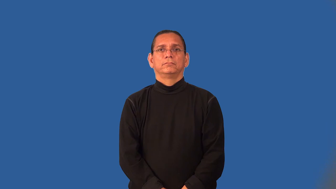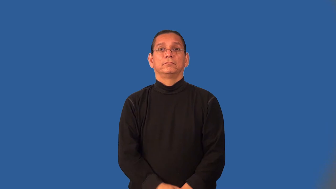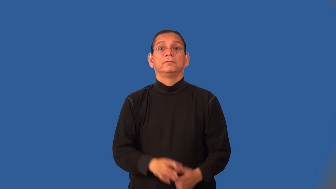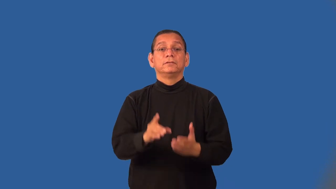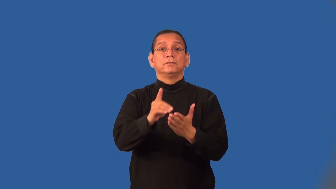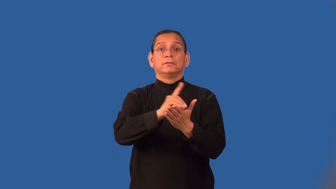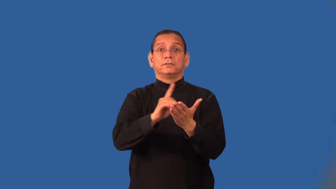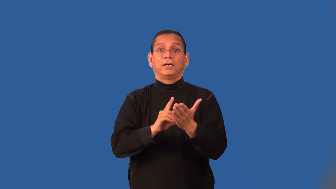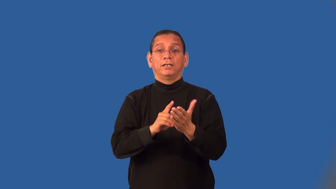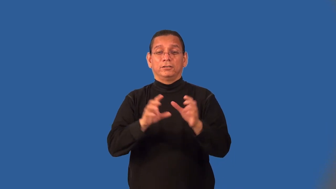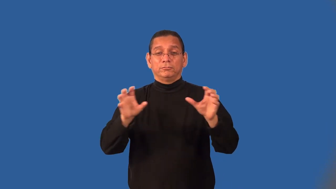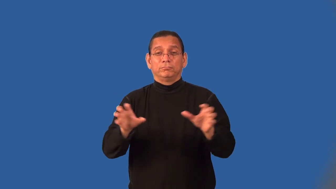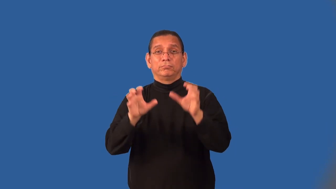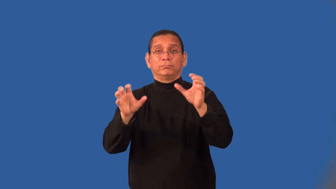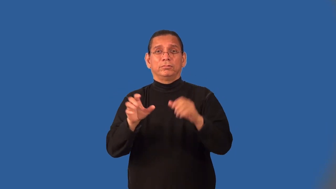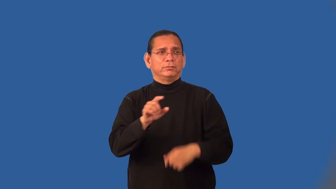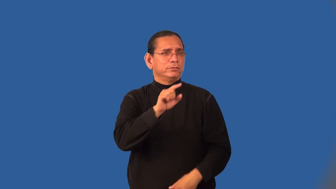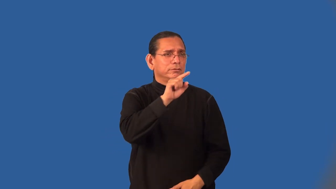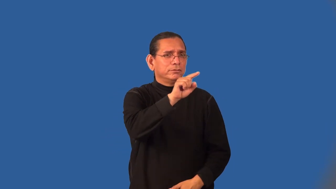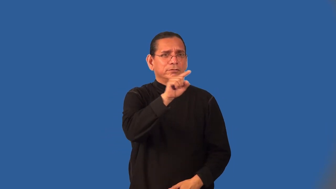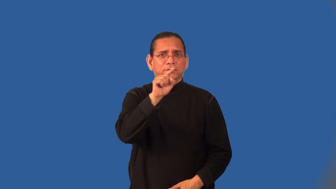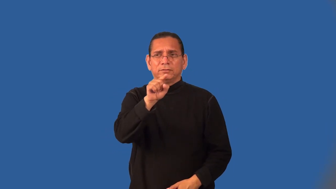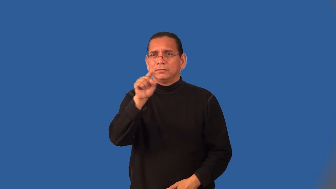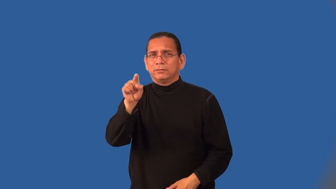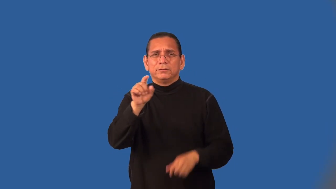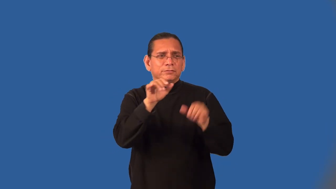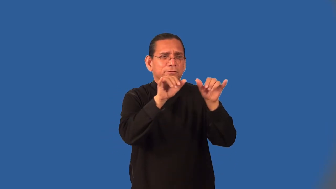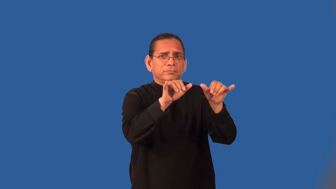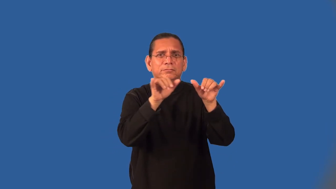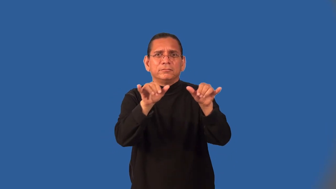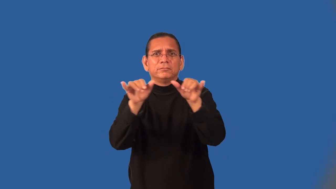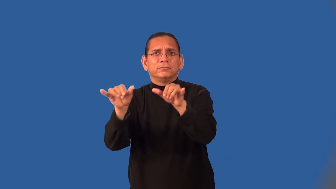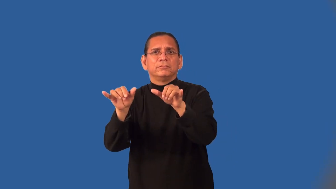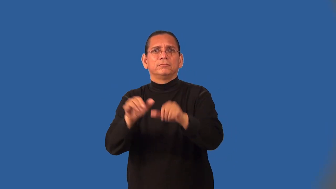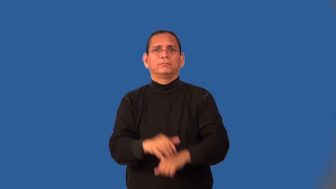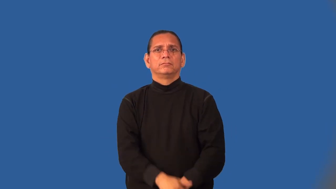motif-decoration